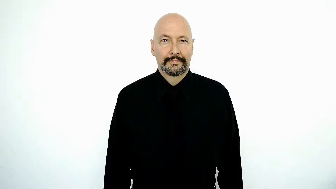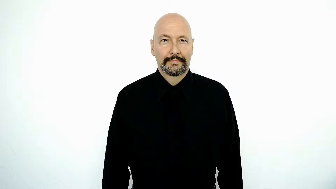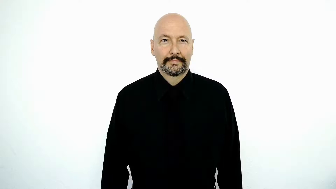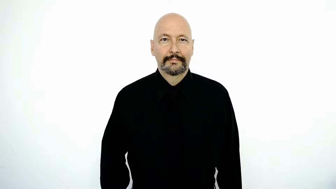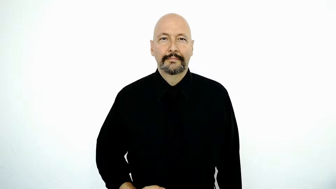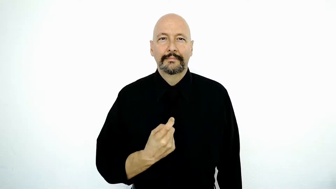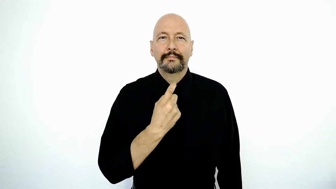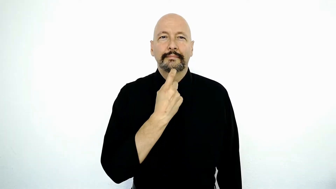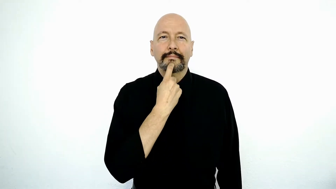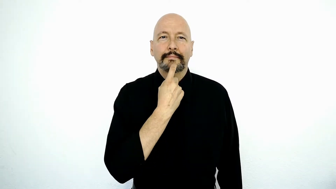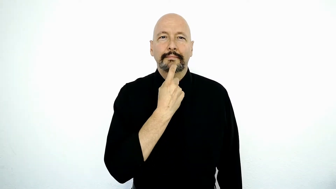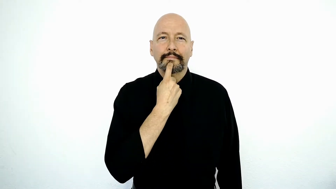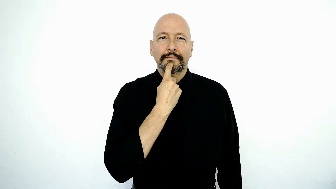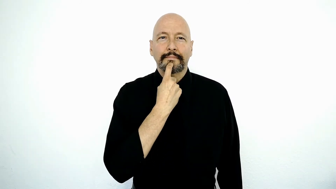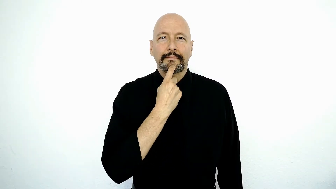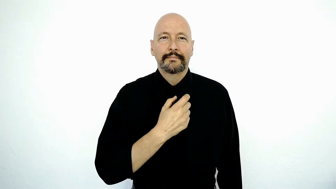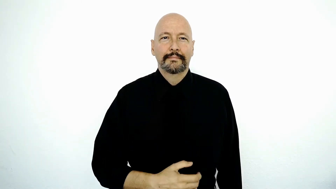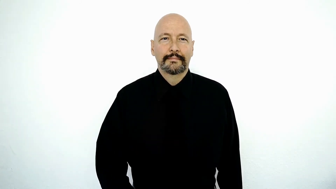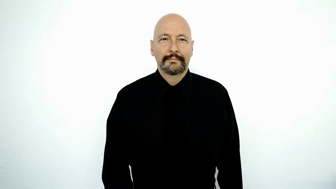FINLAND / glass-[version]